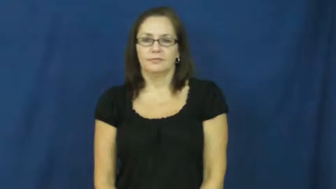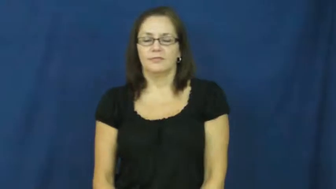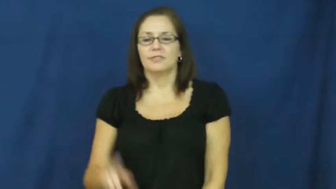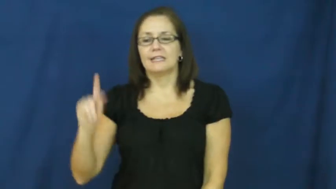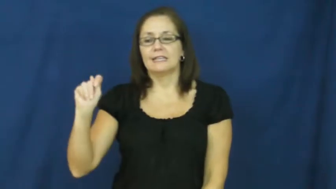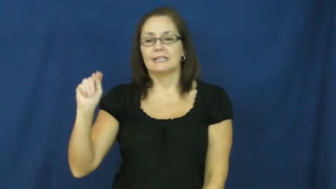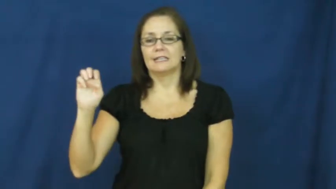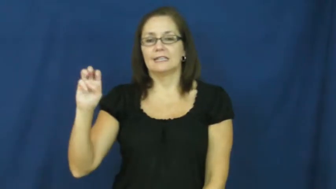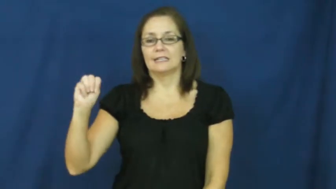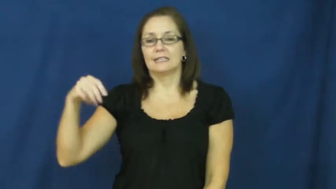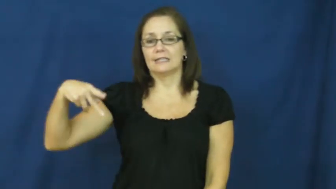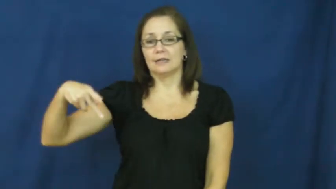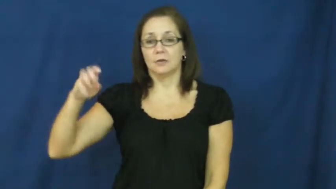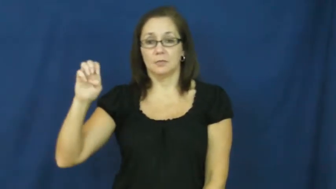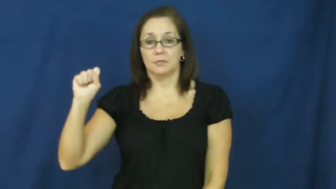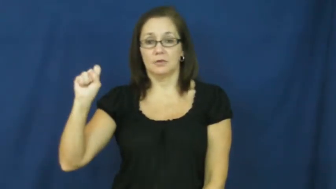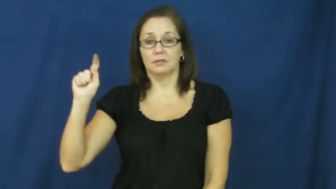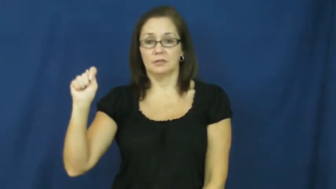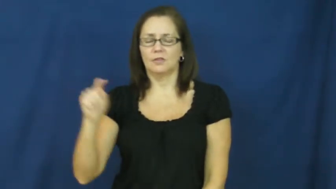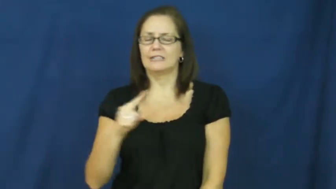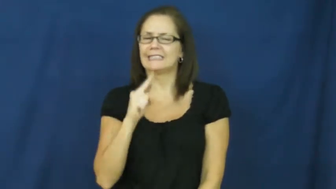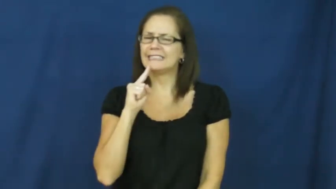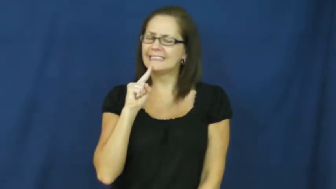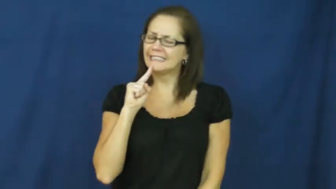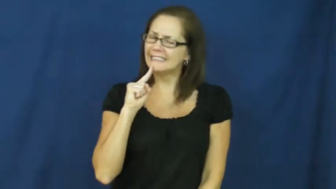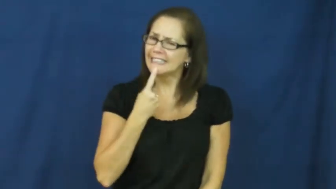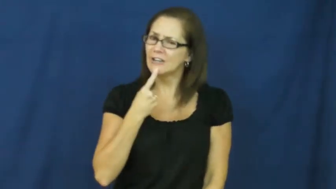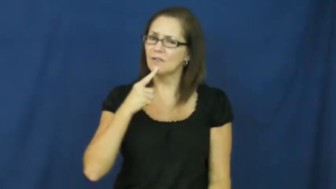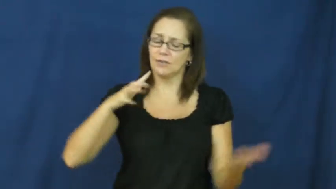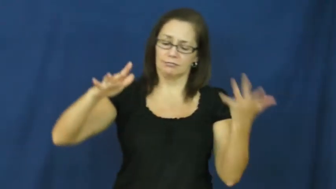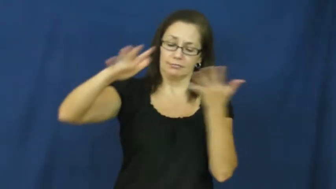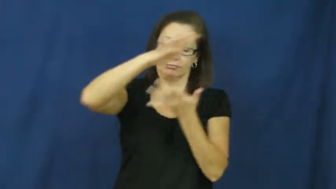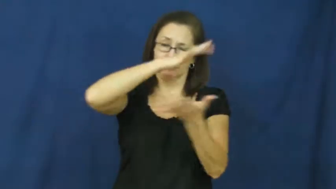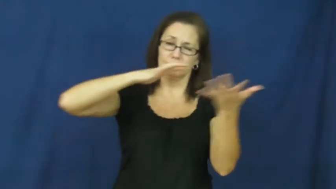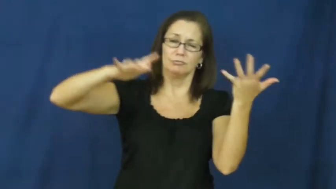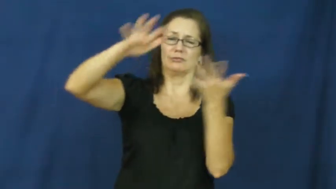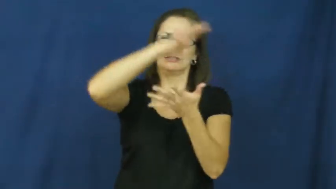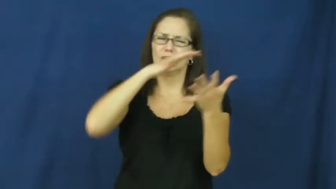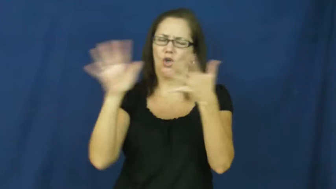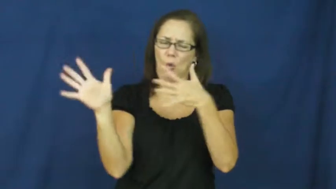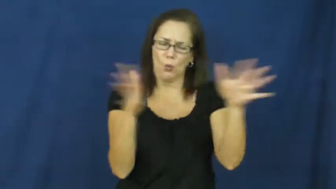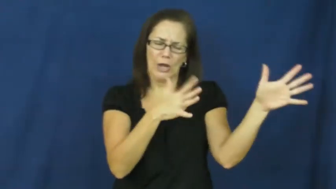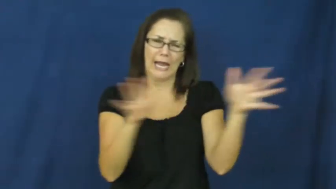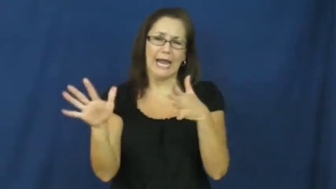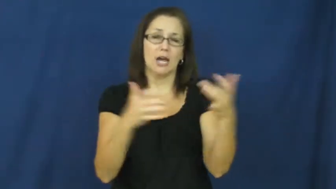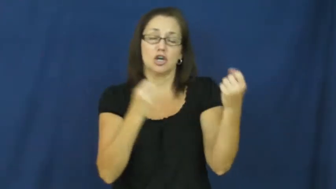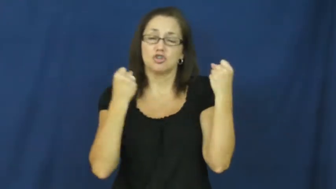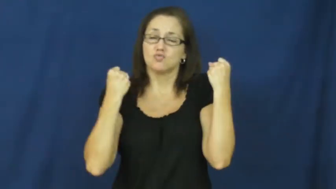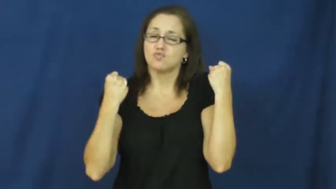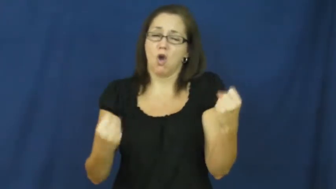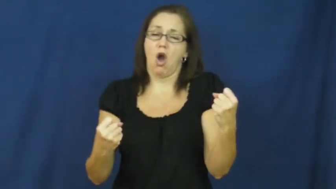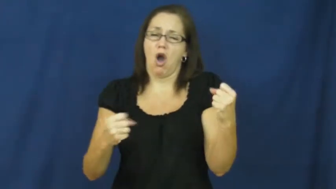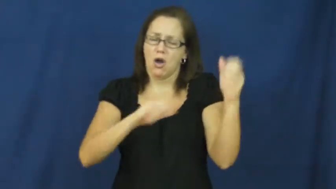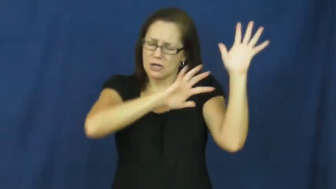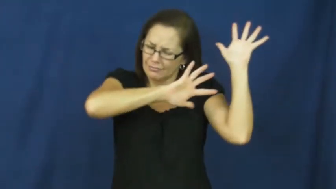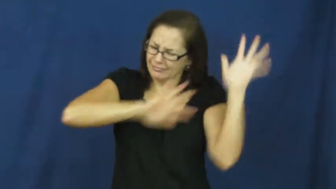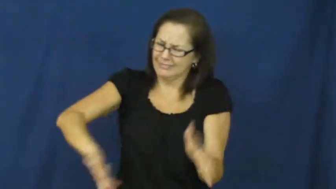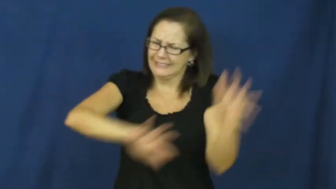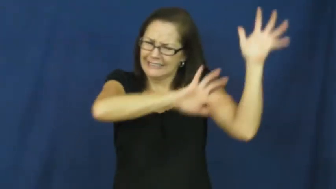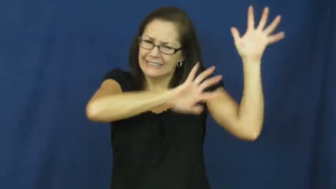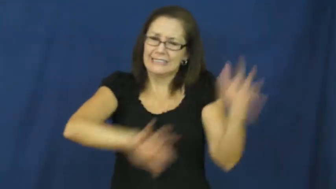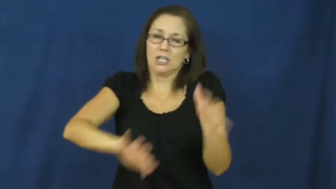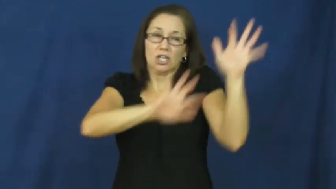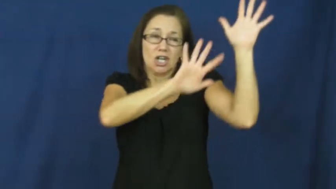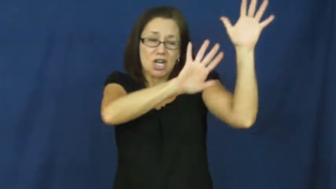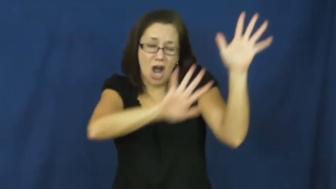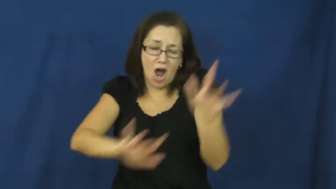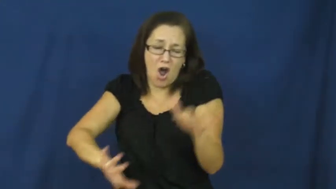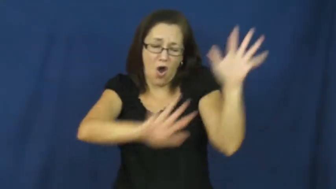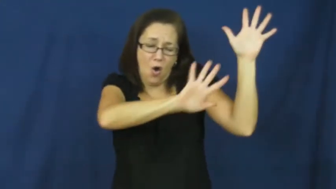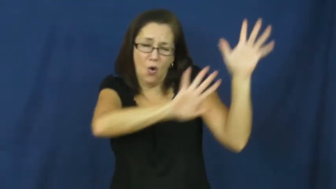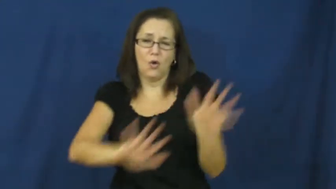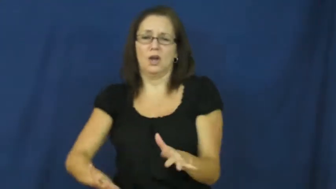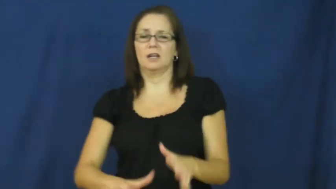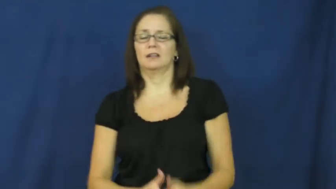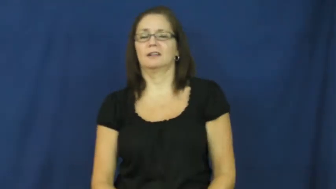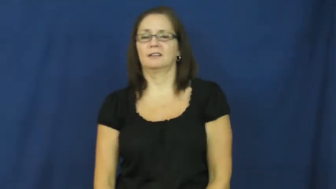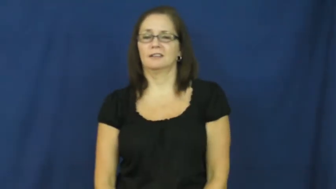tempest-storm